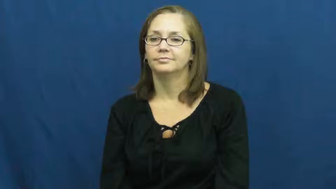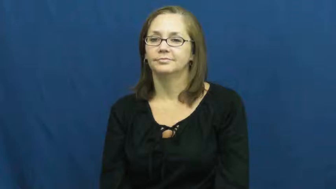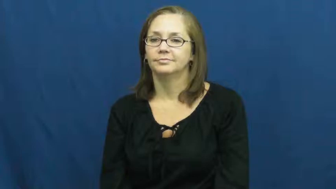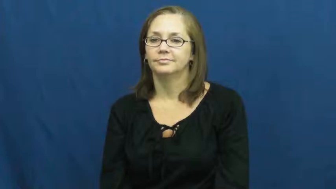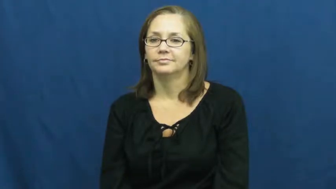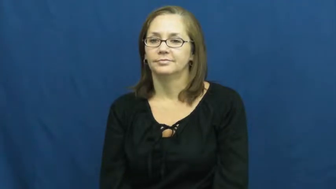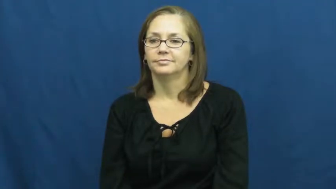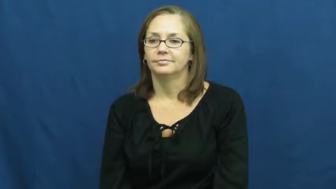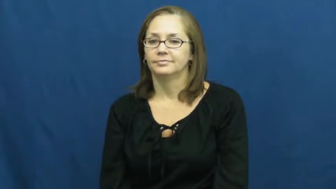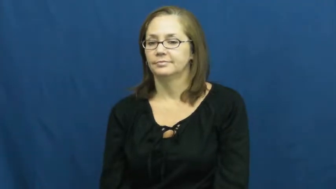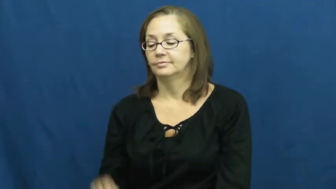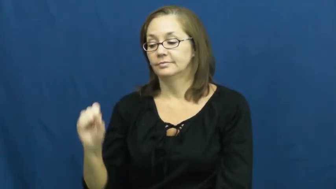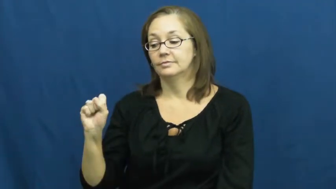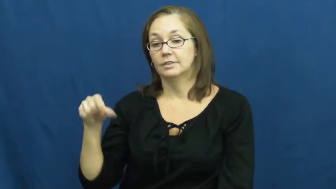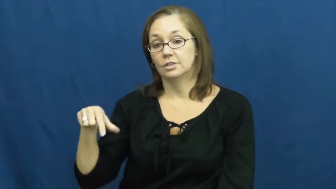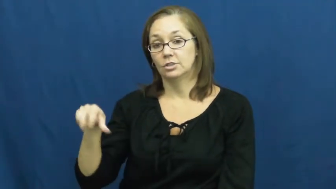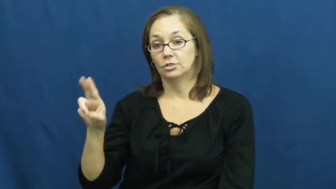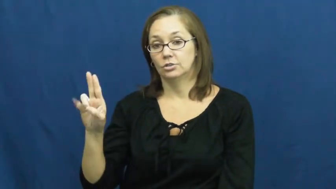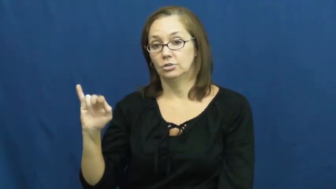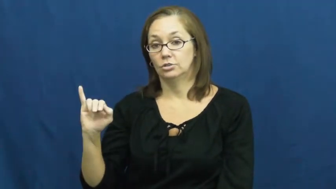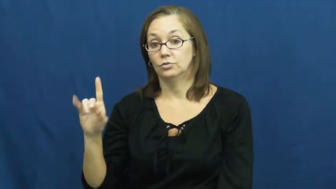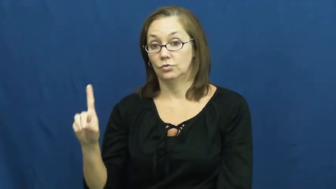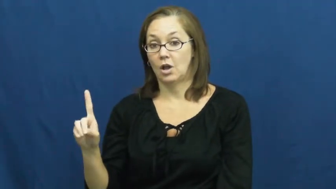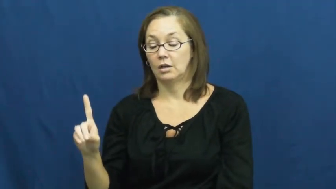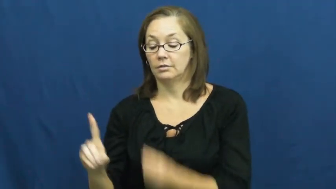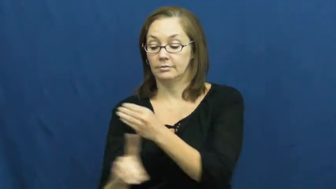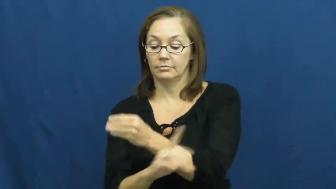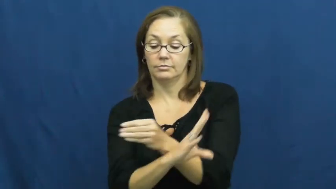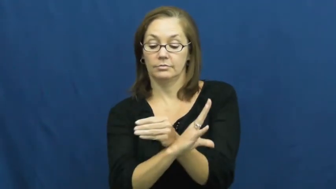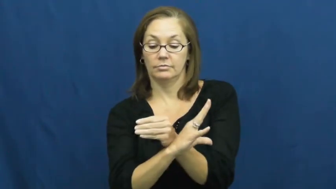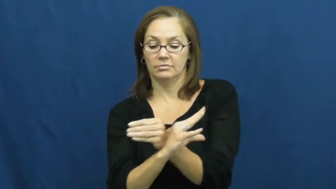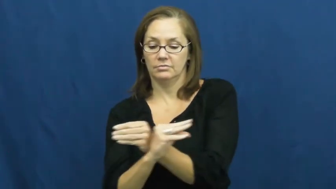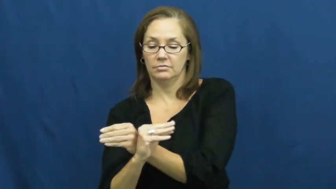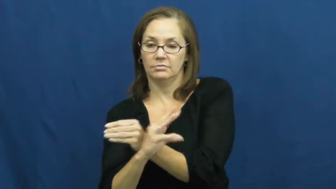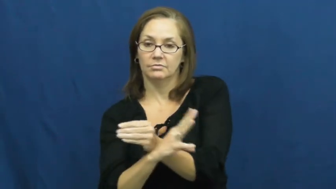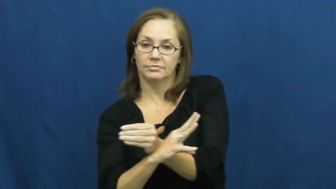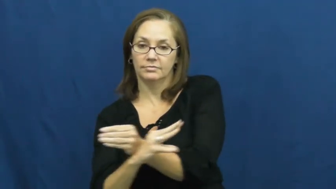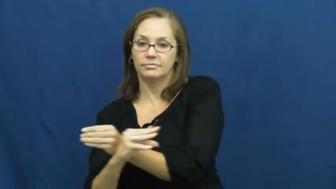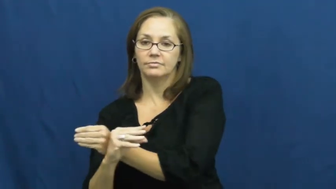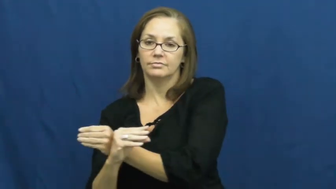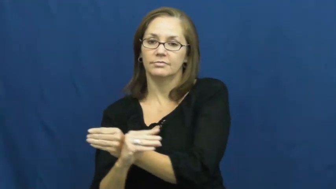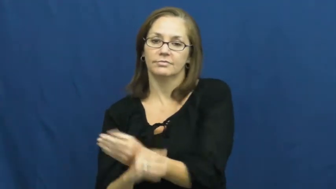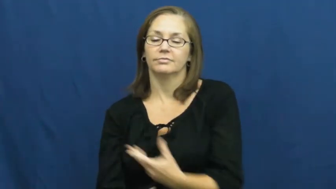squid